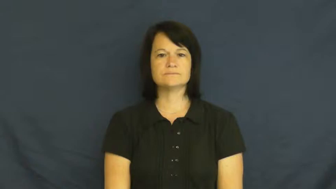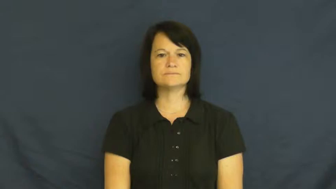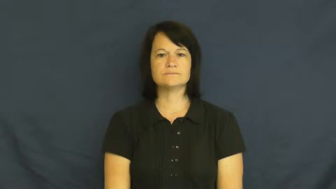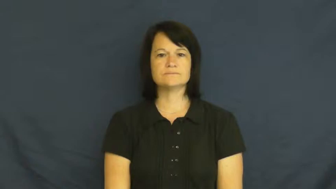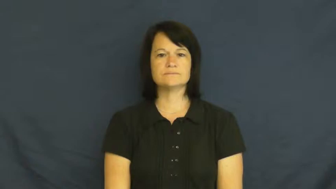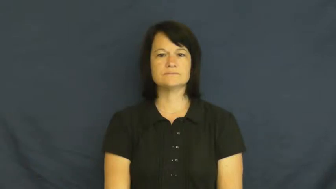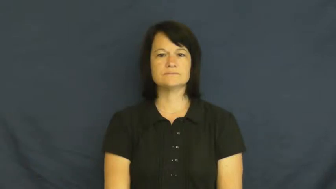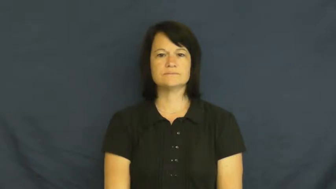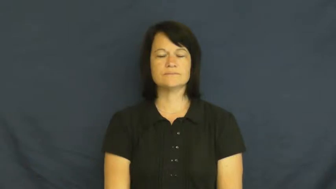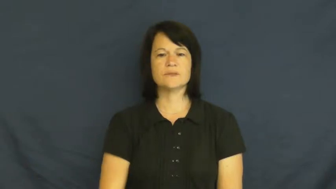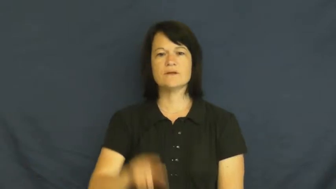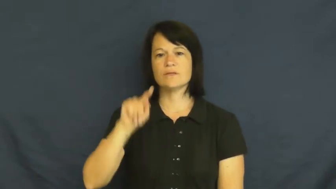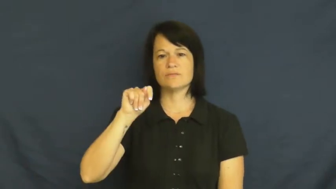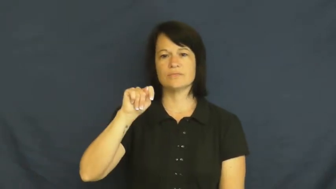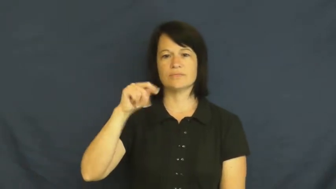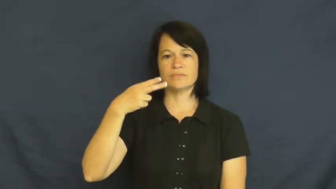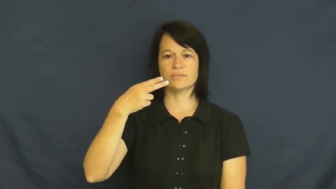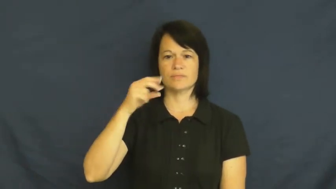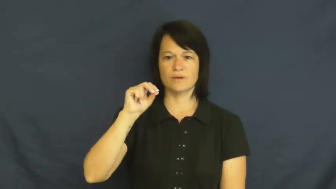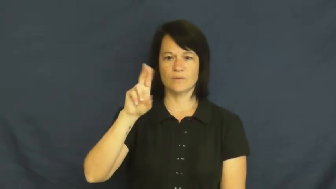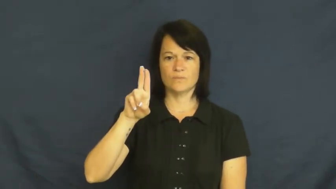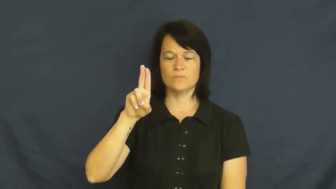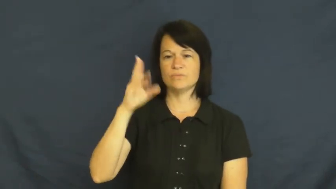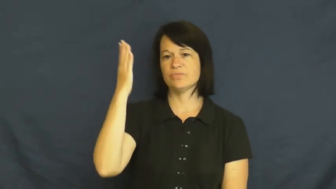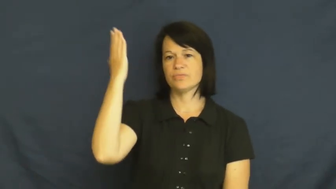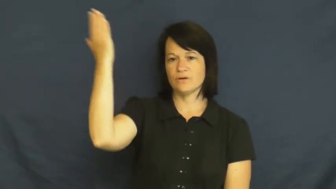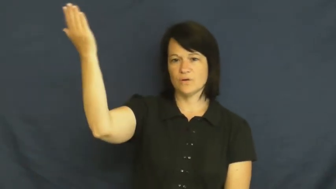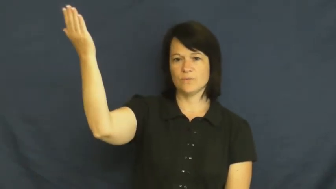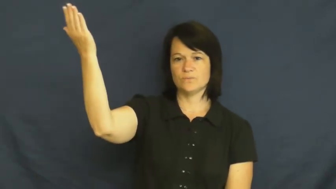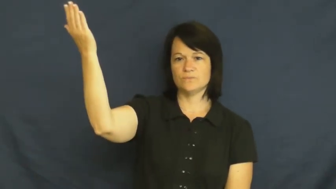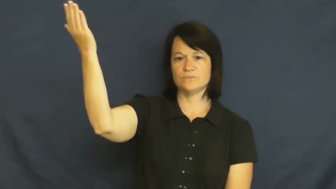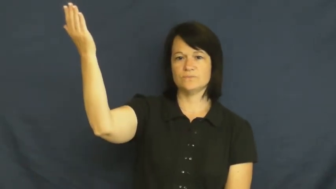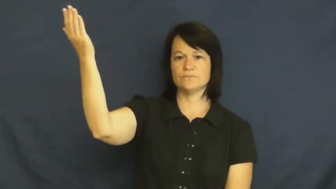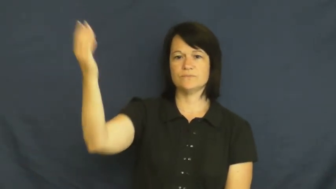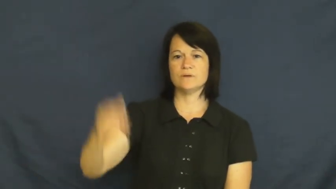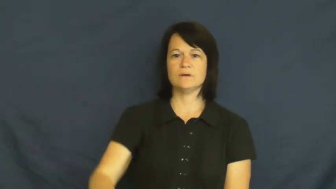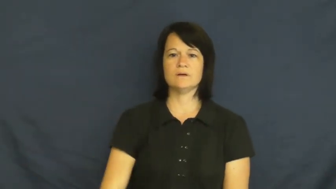thou